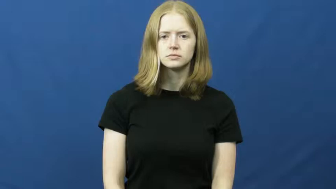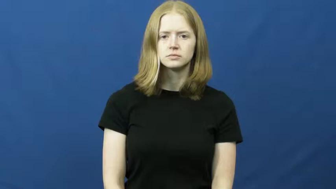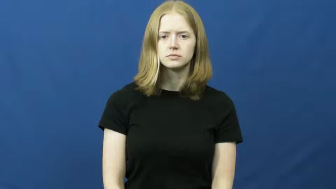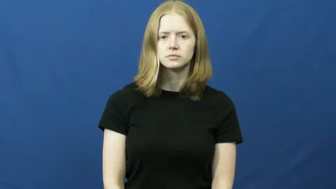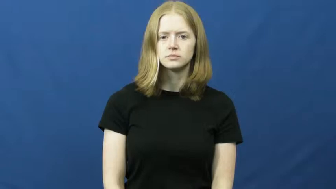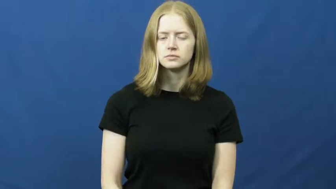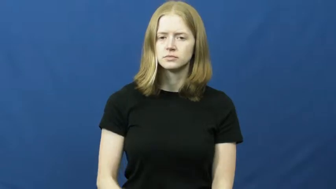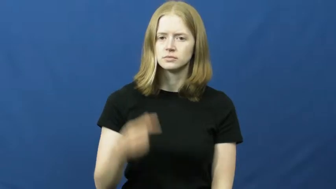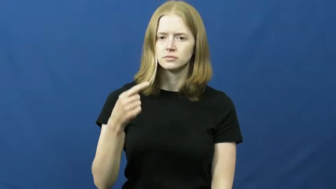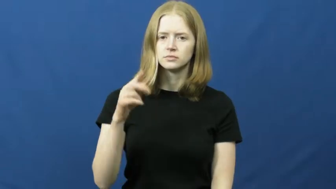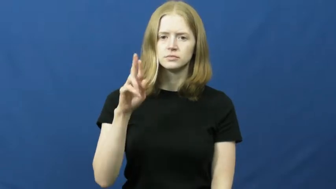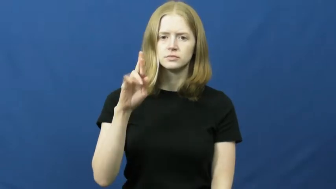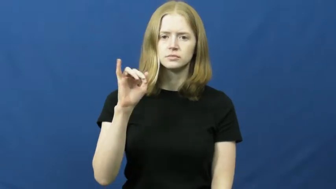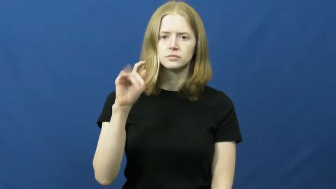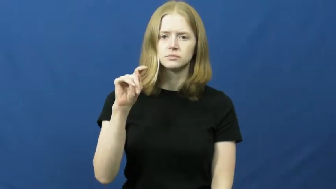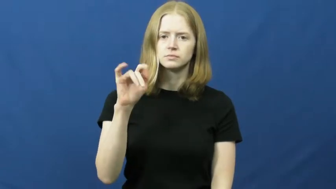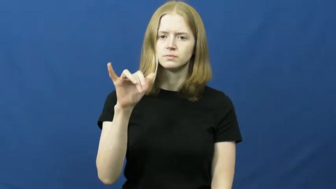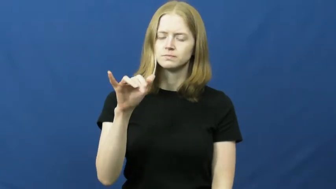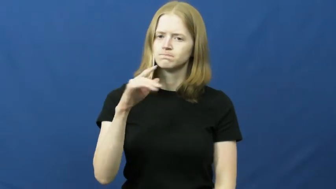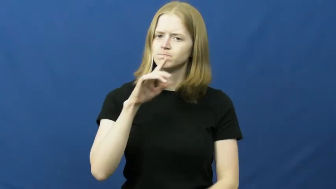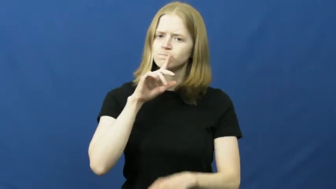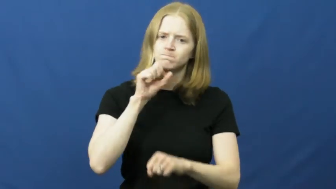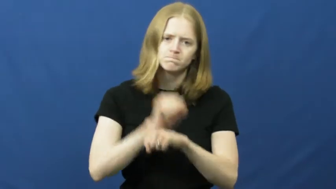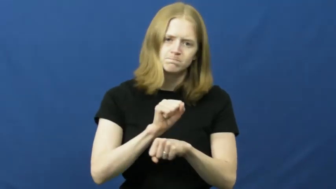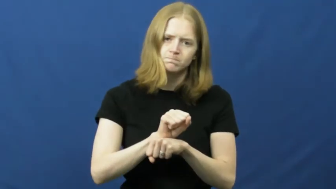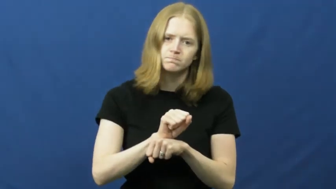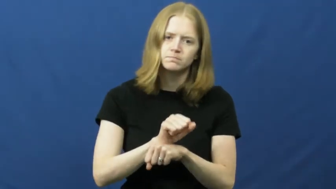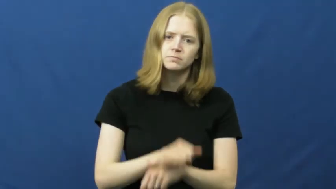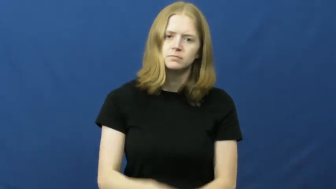gritty-truth